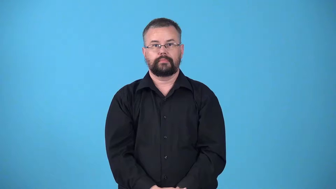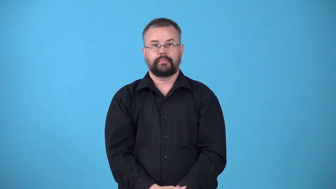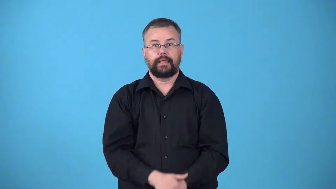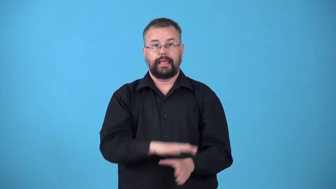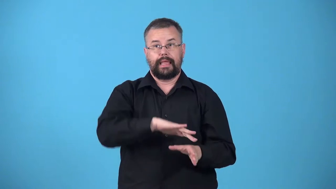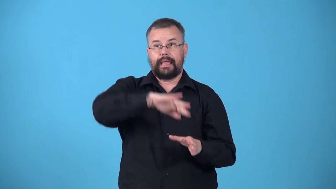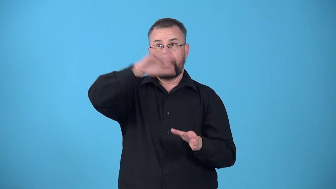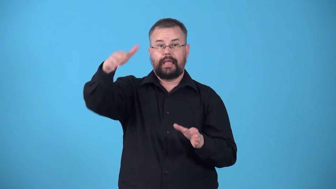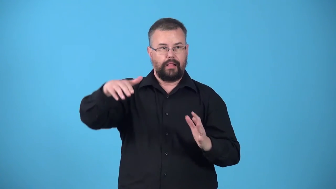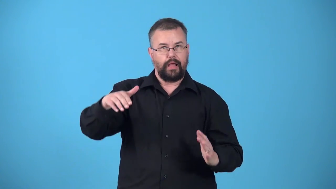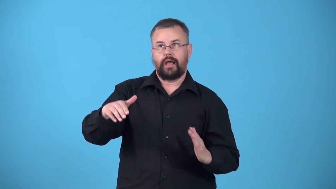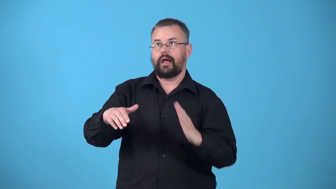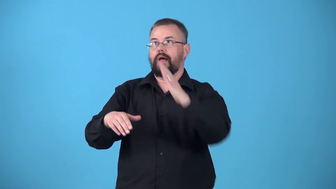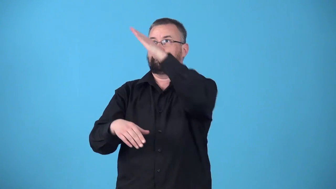uphill-going up hill